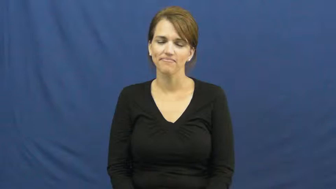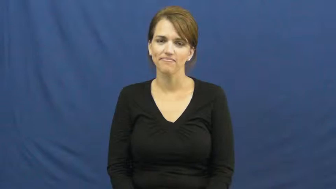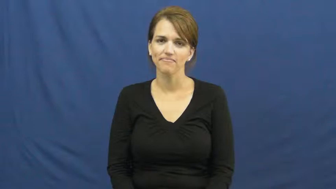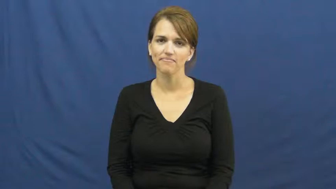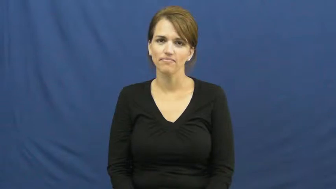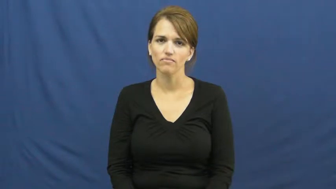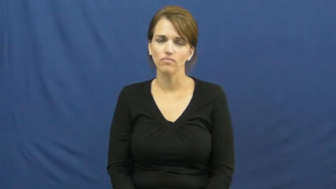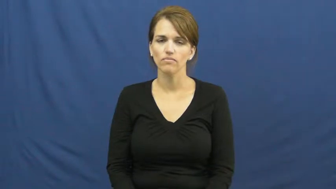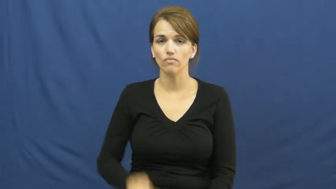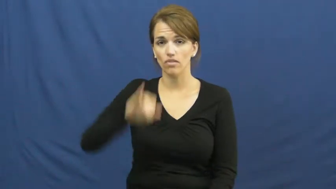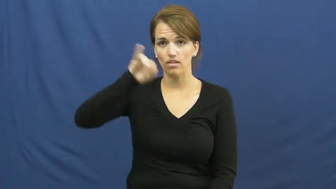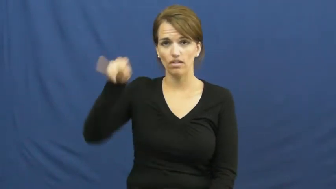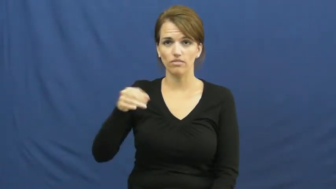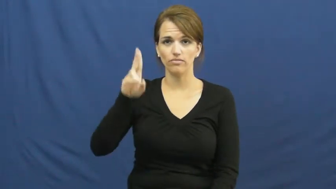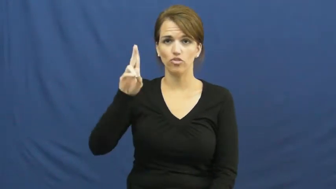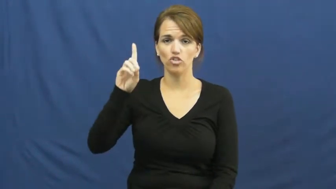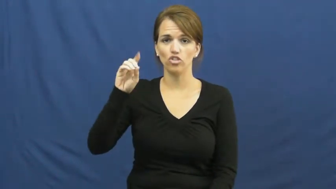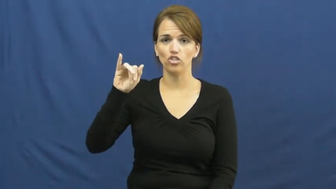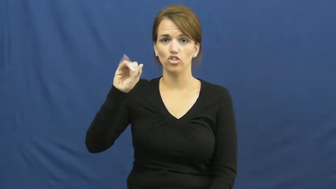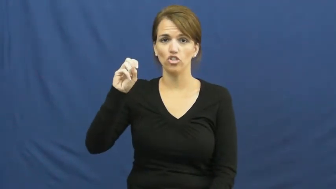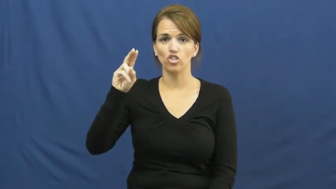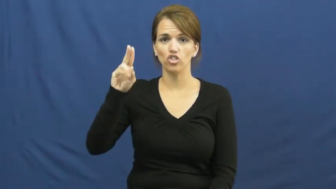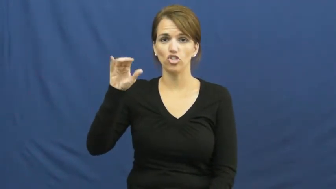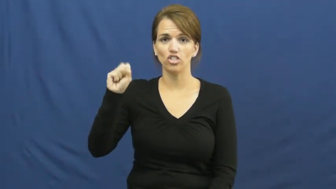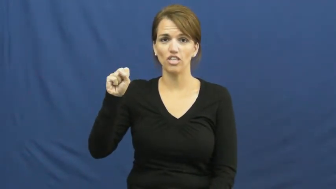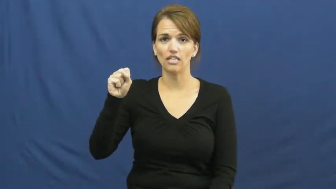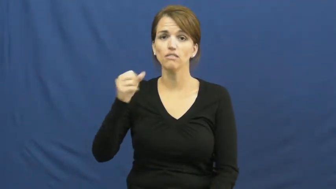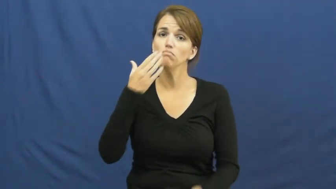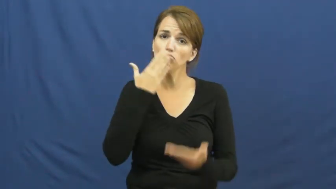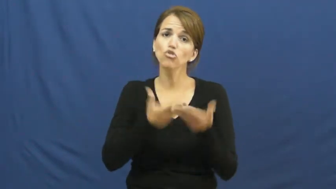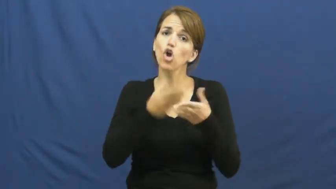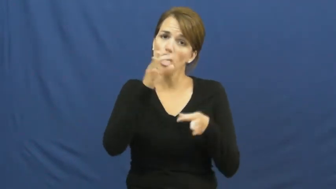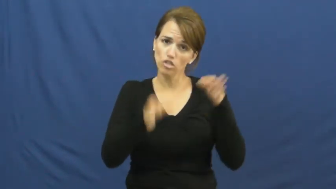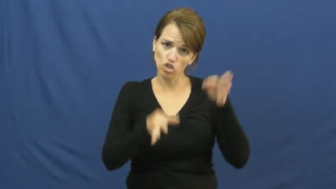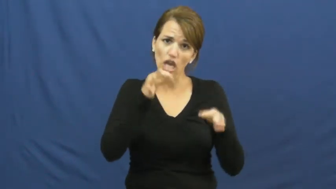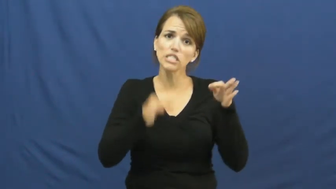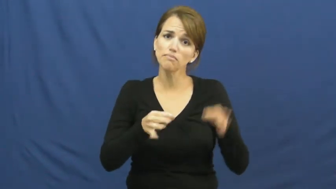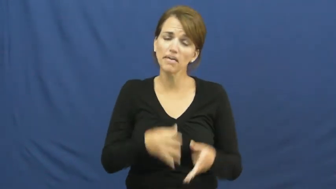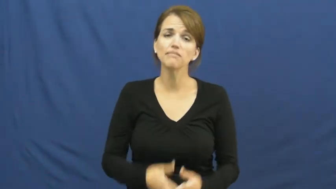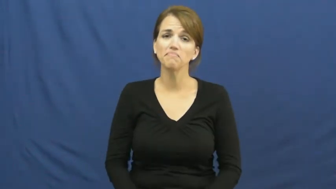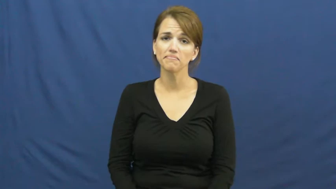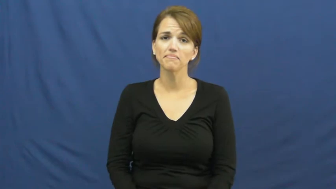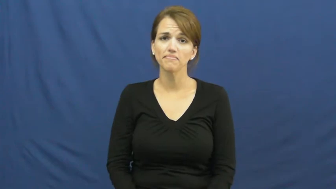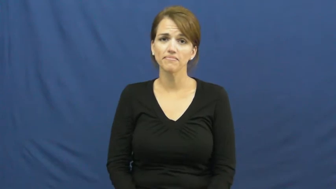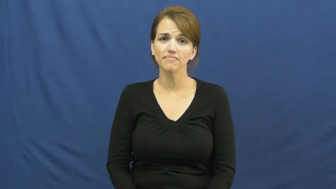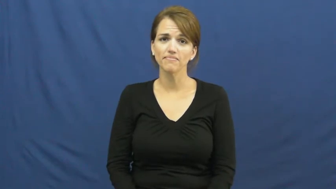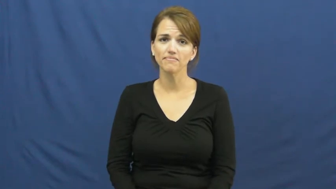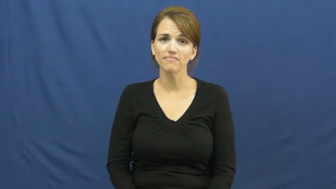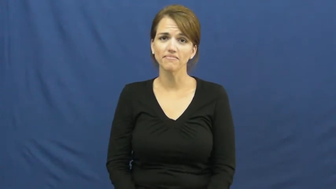judicious